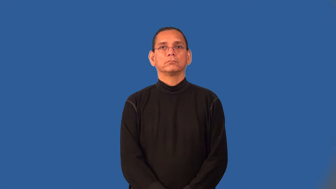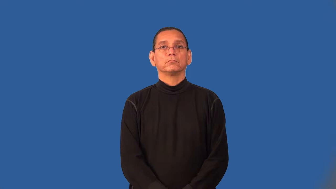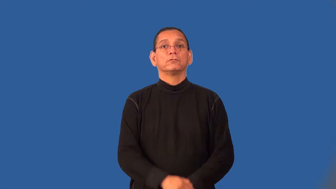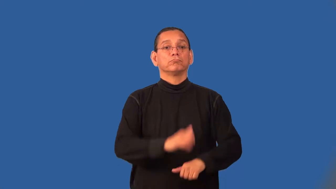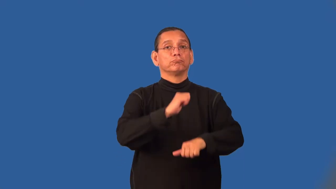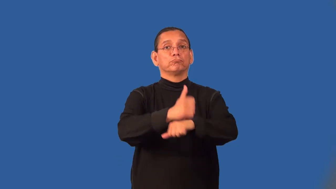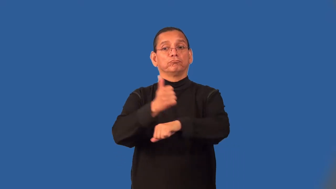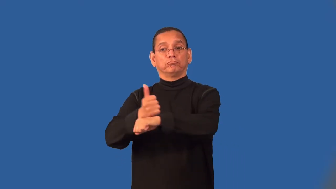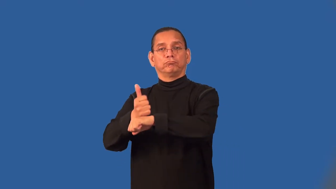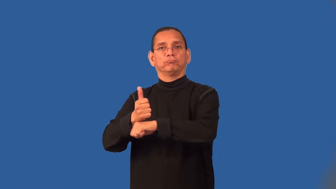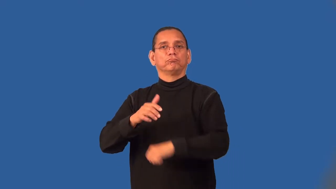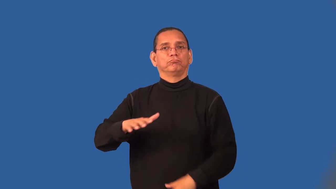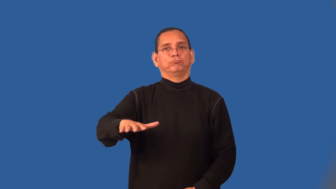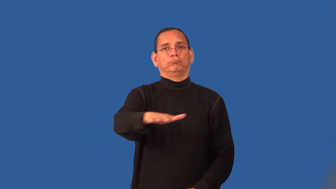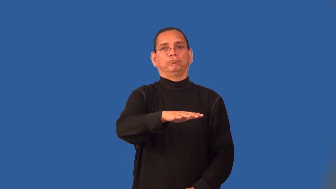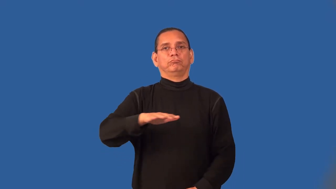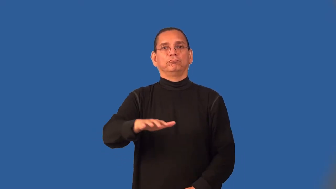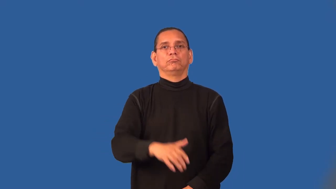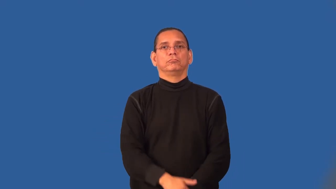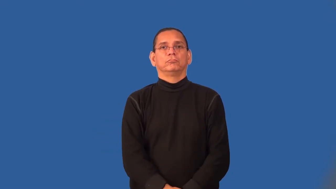settlement-place